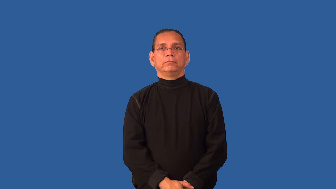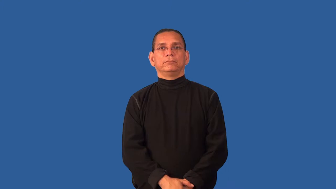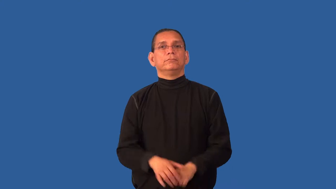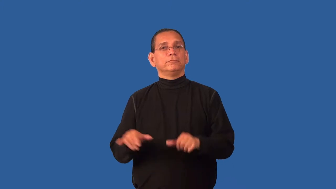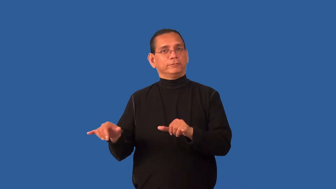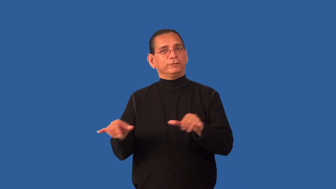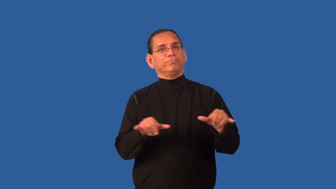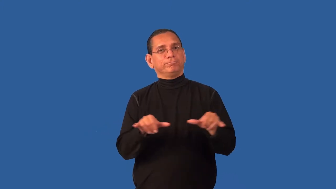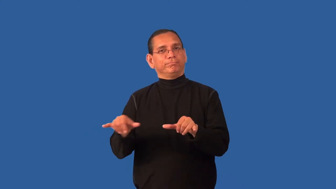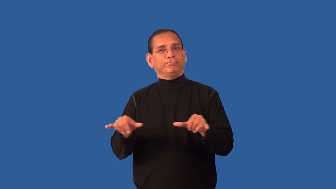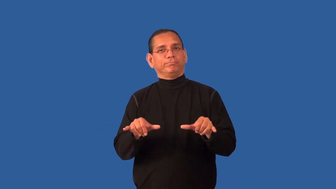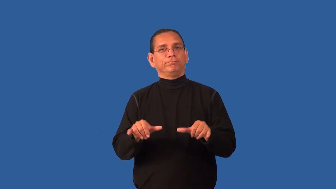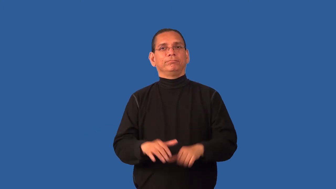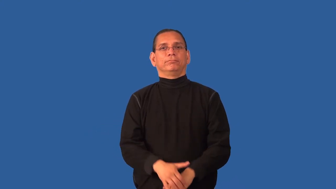comparable,conjunctive-similar